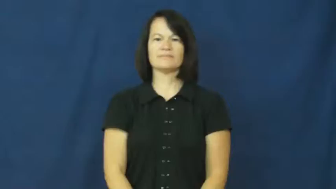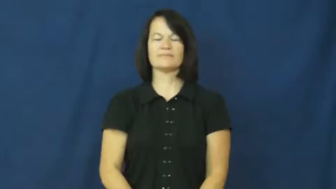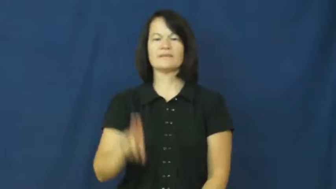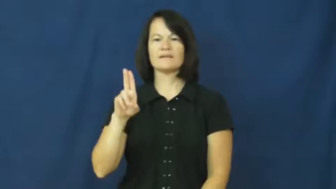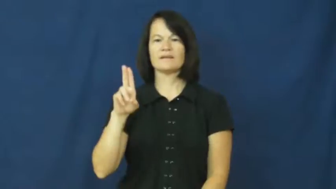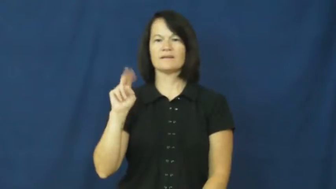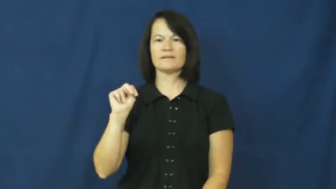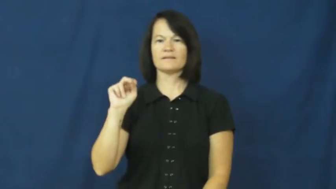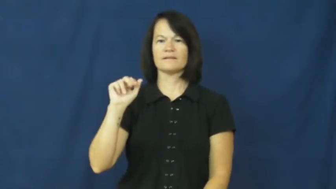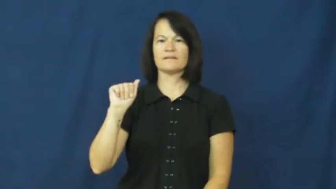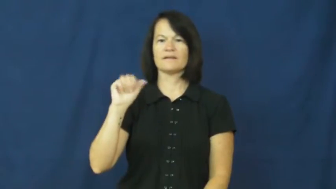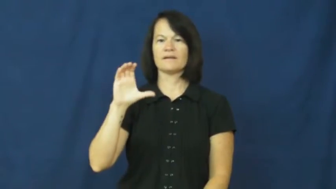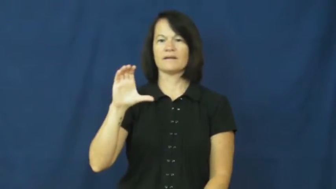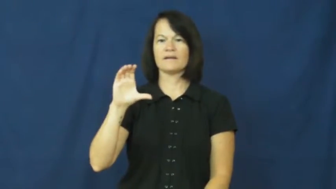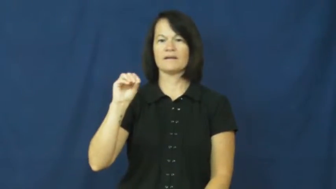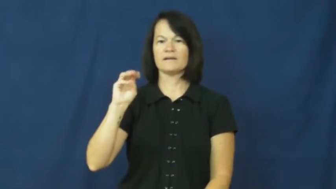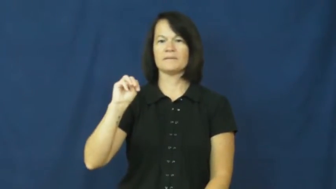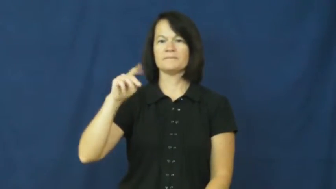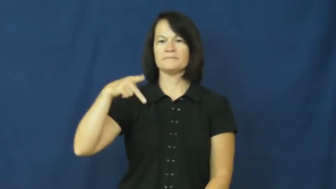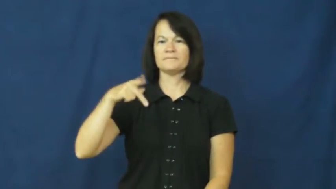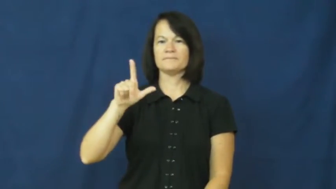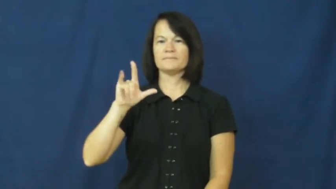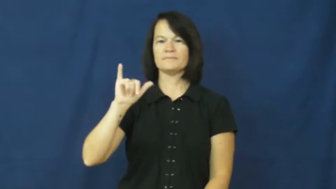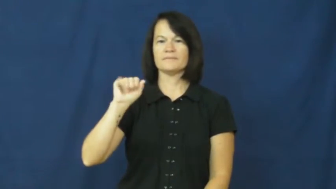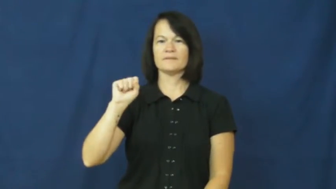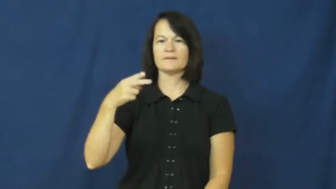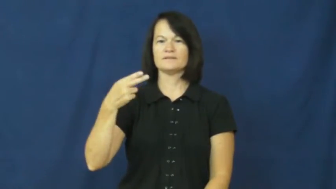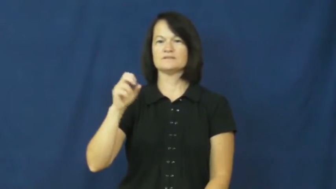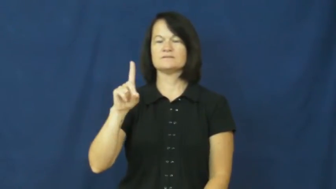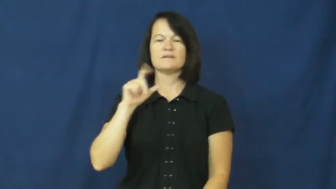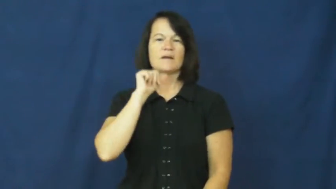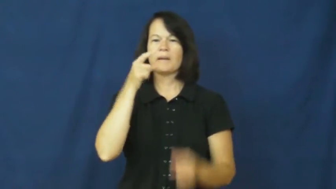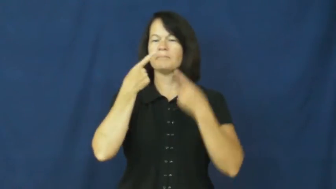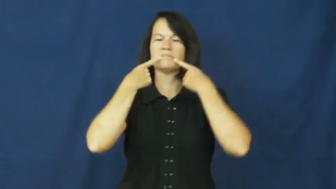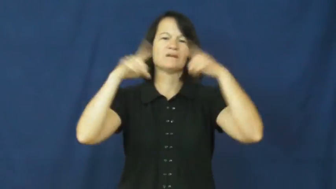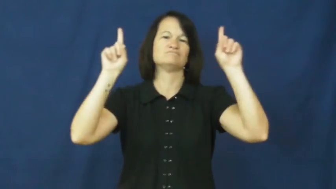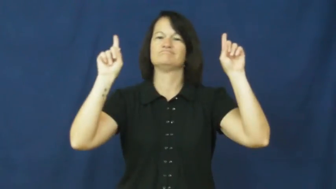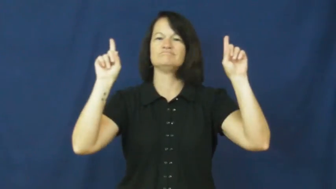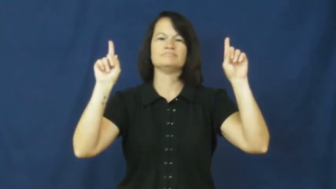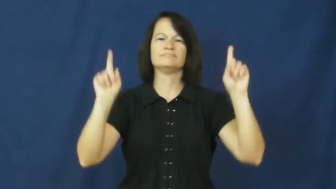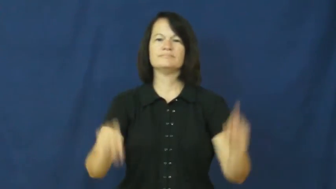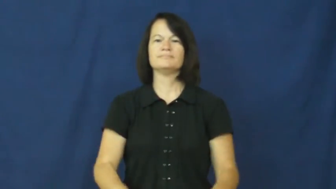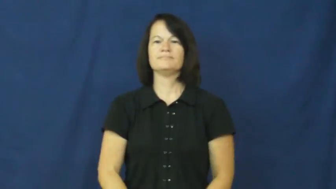unaccomplished